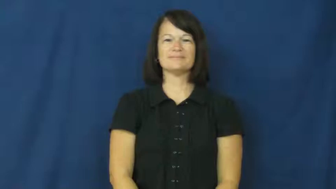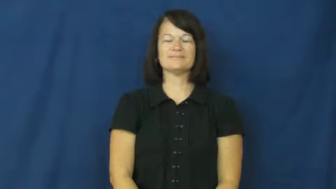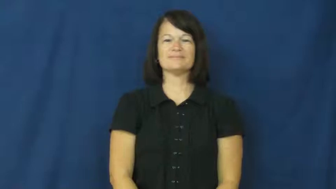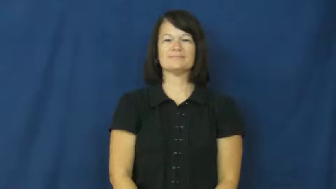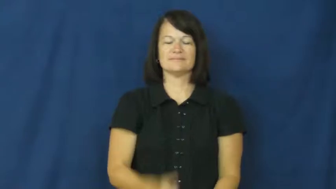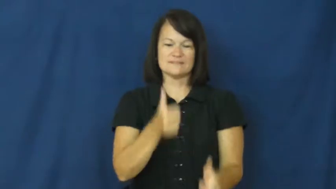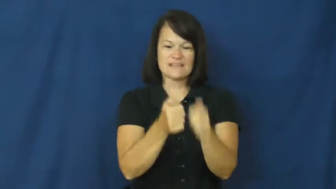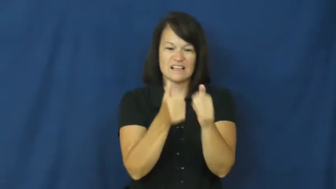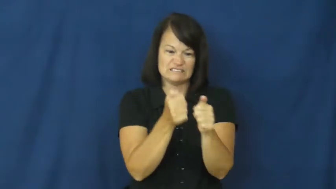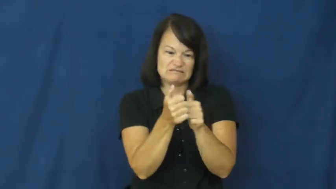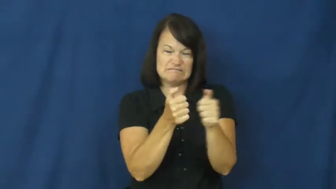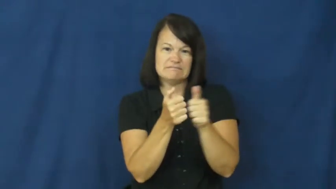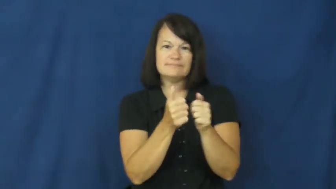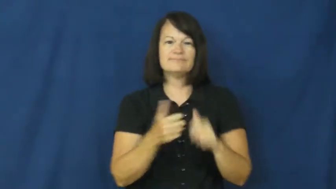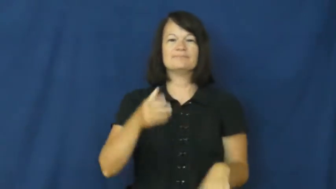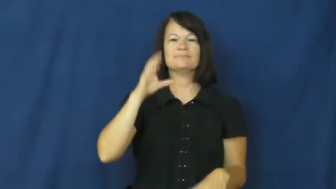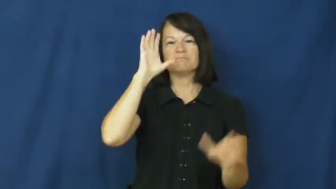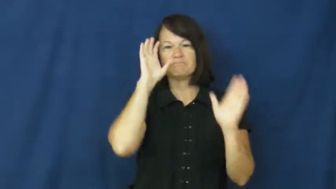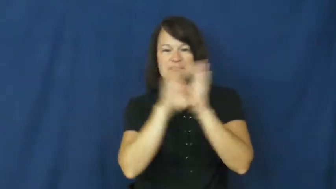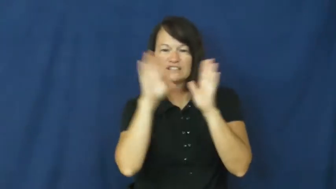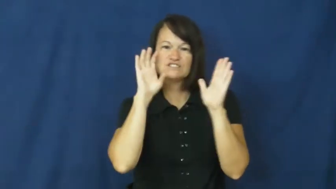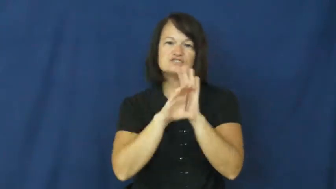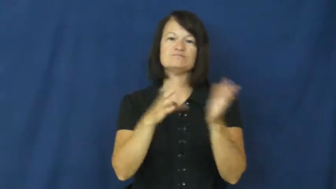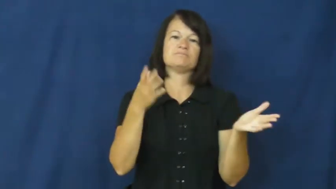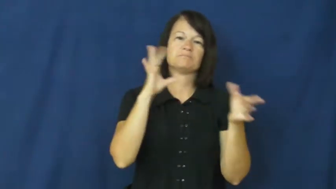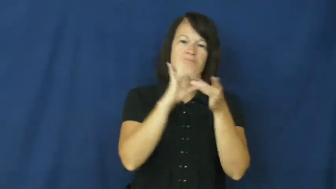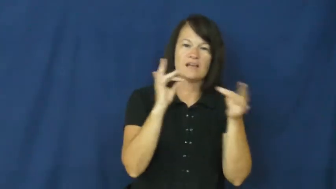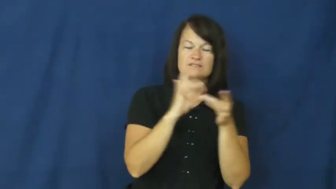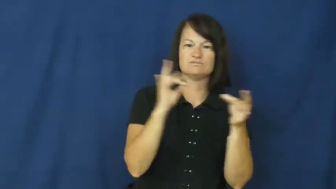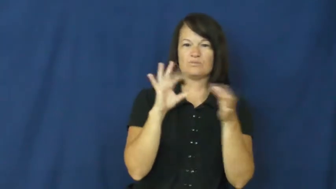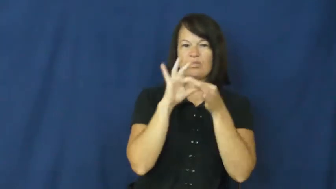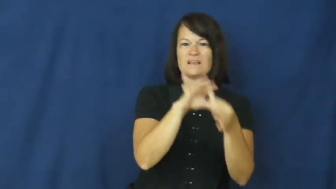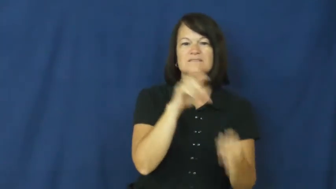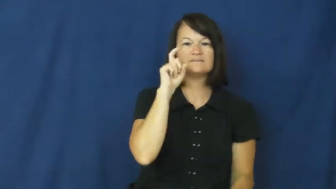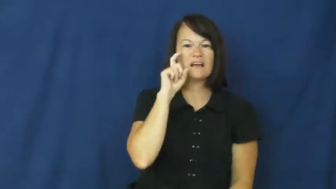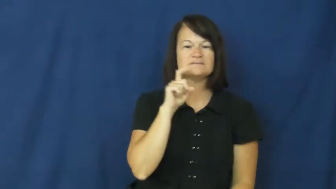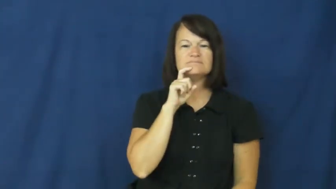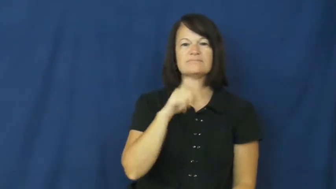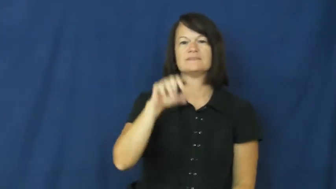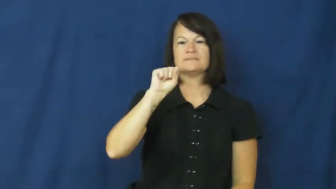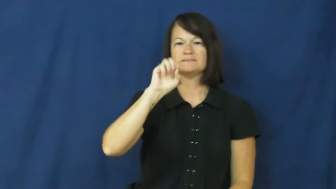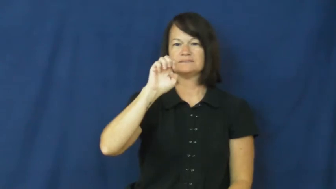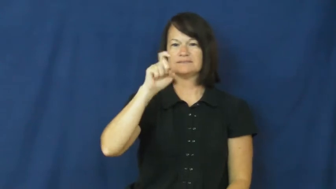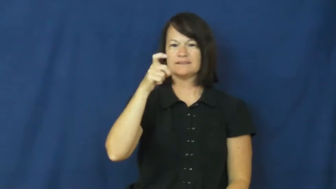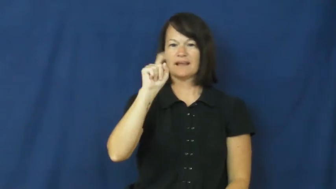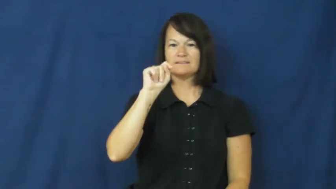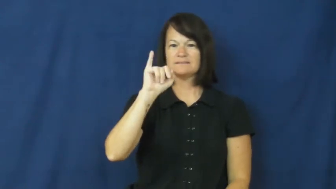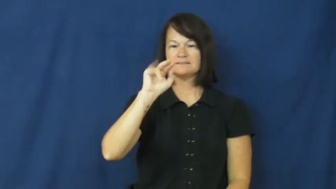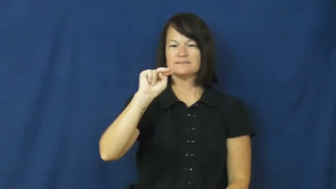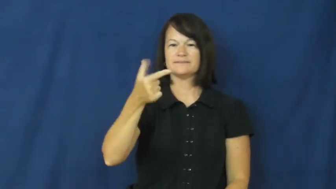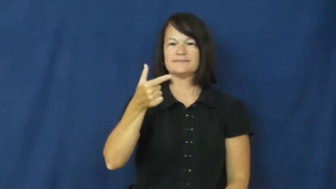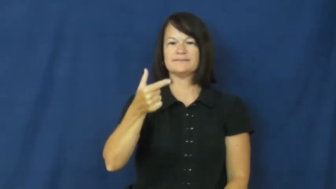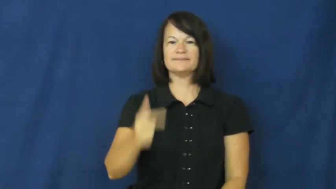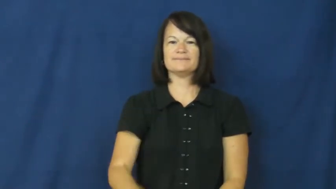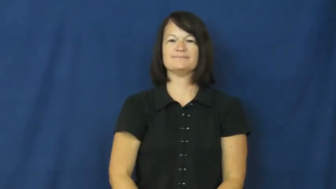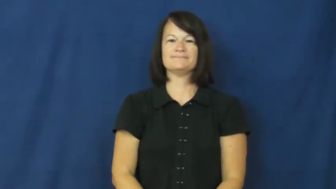sexting